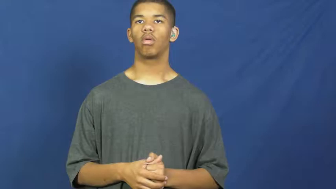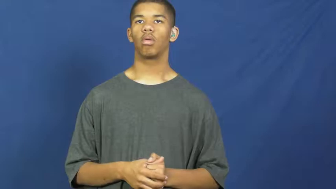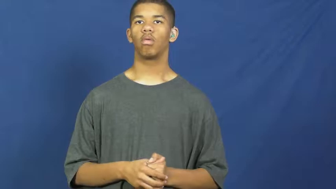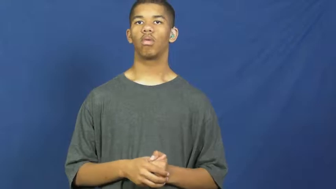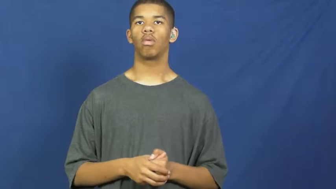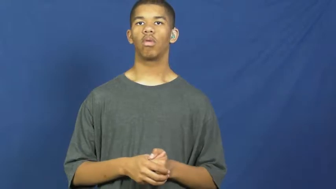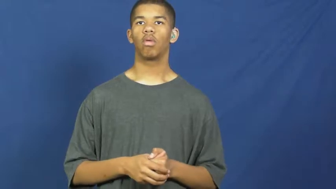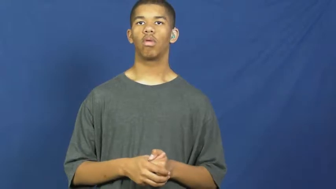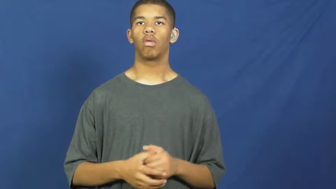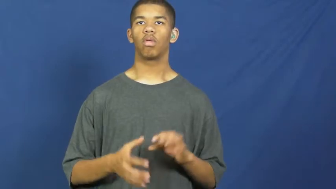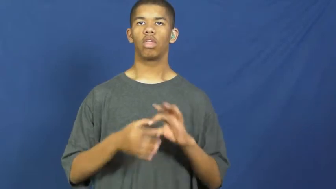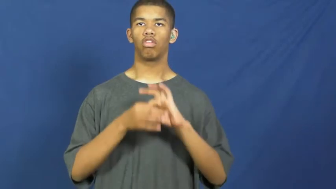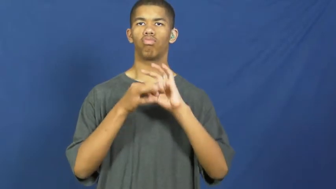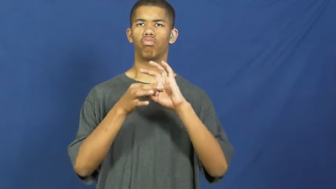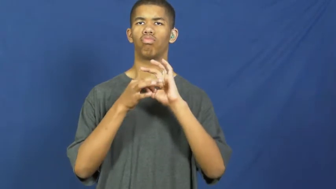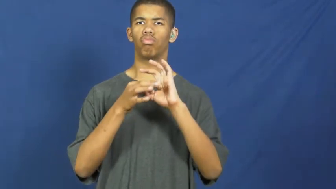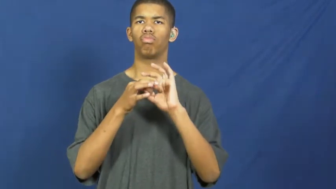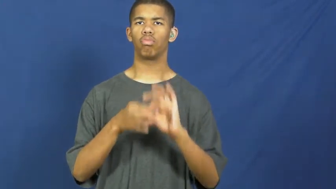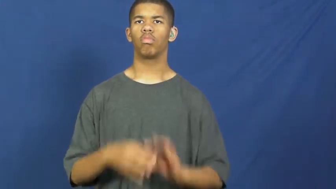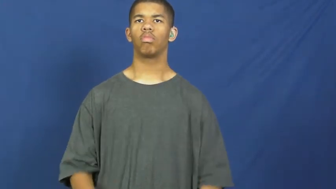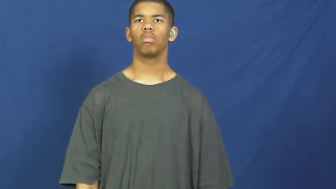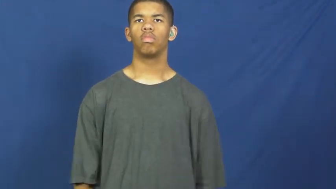relative,relevant,apposite,referable